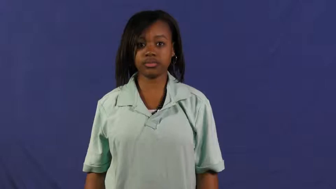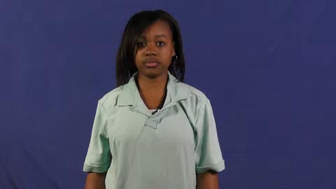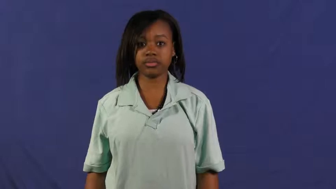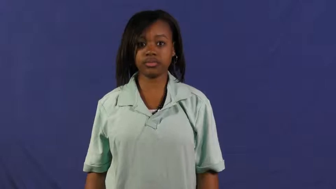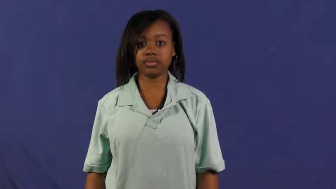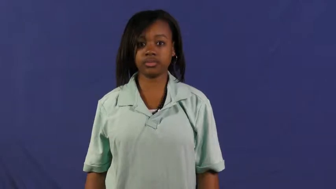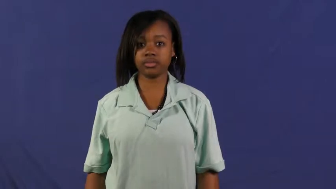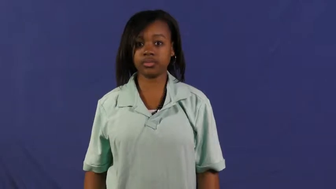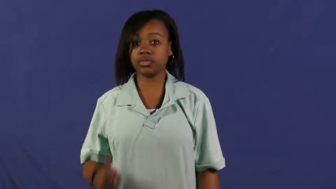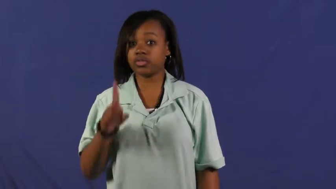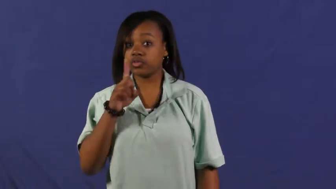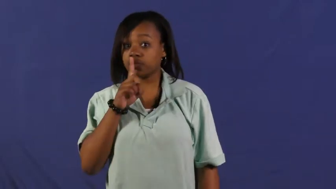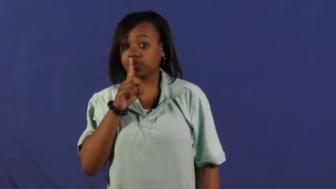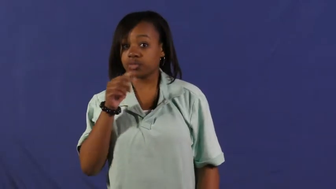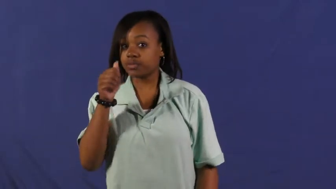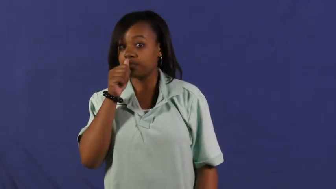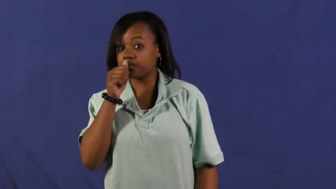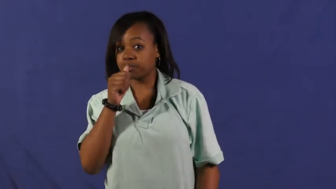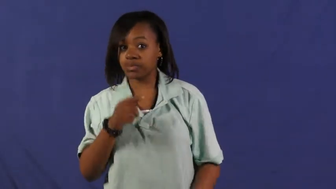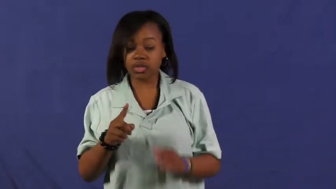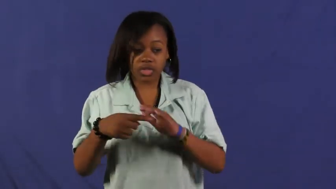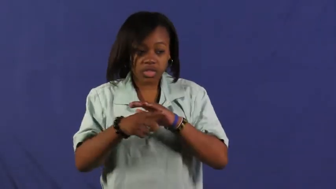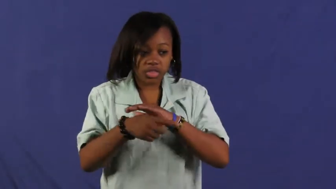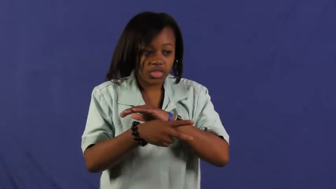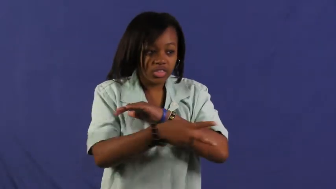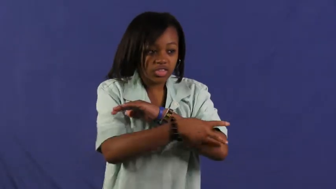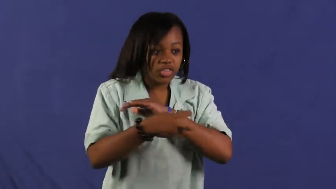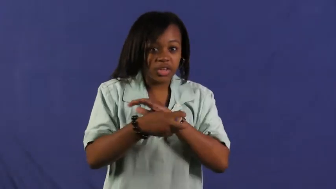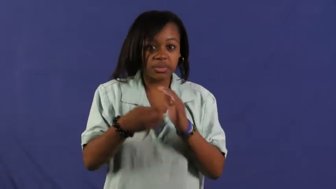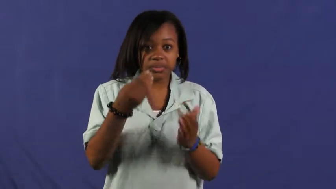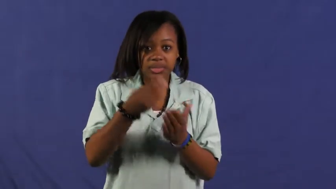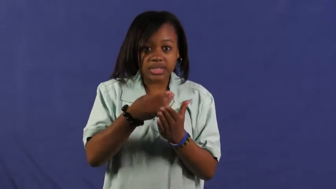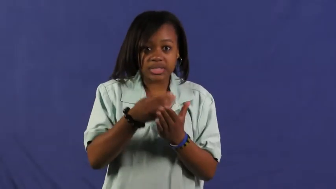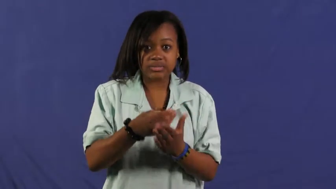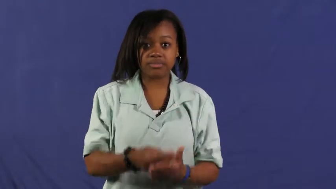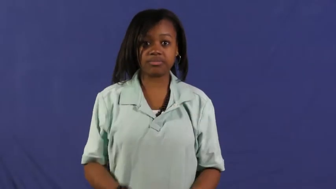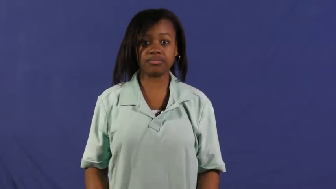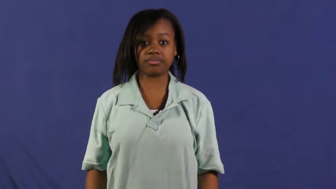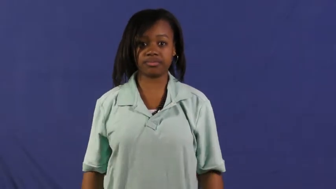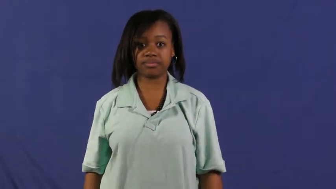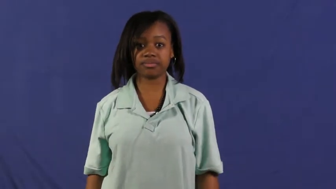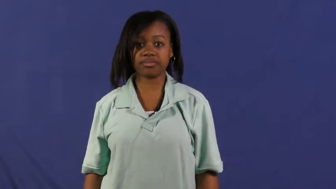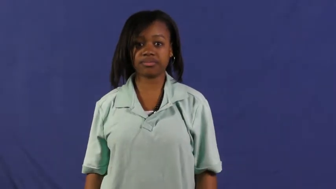embezzle,siphon,peculate